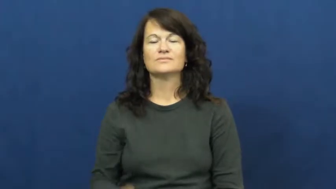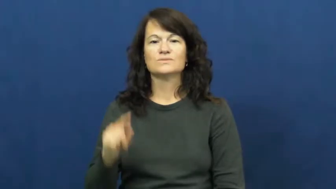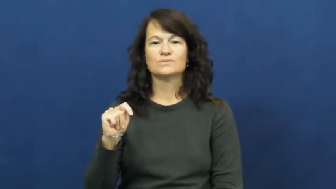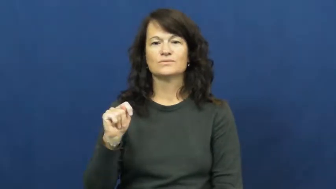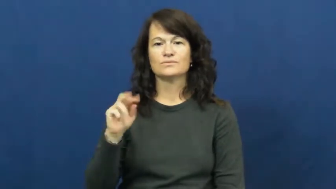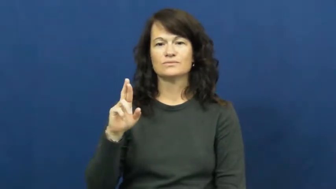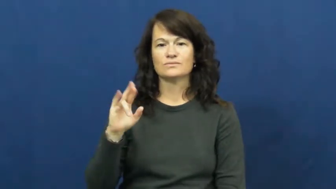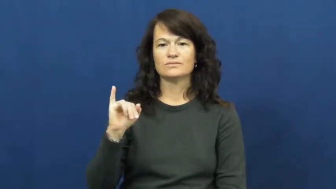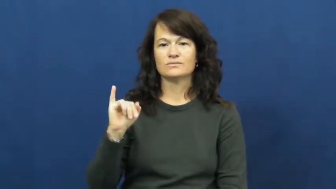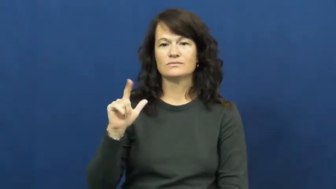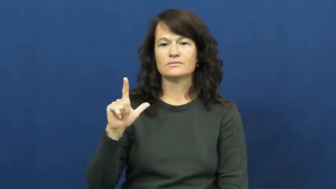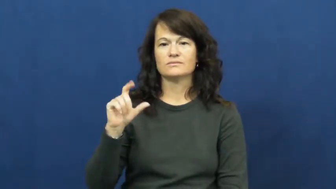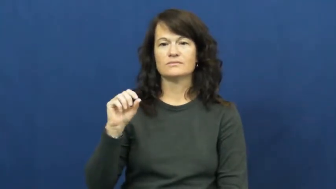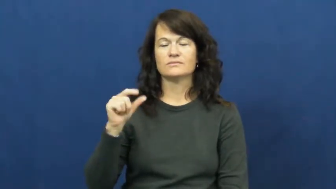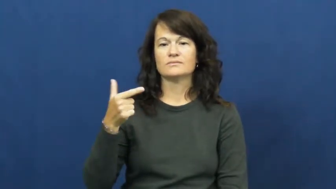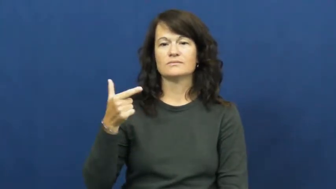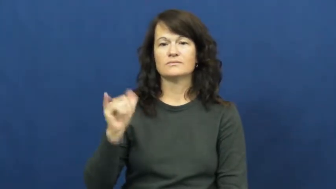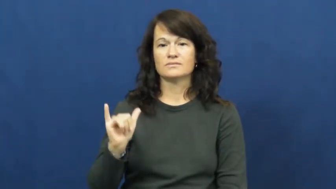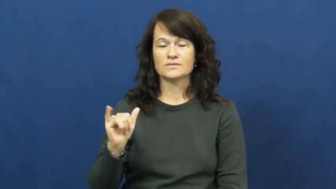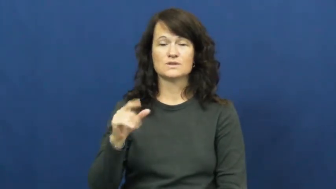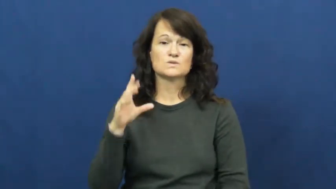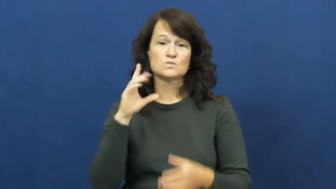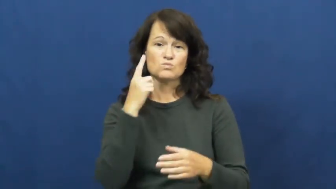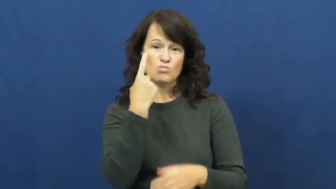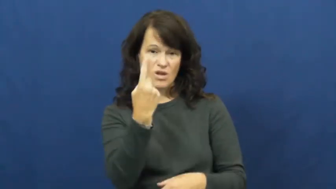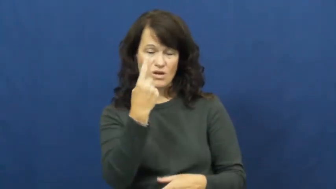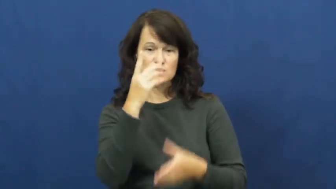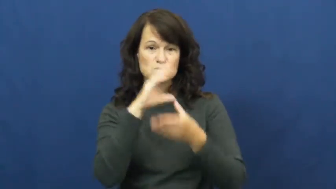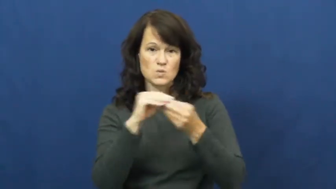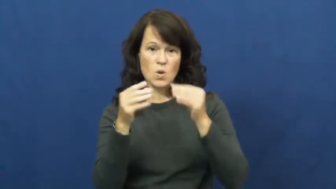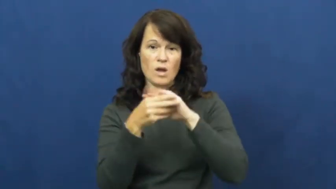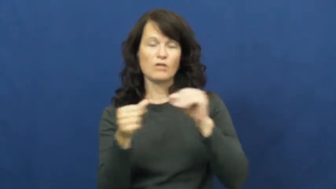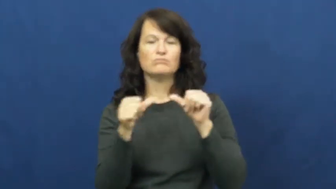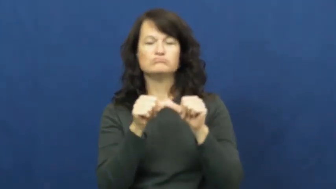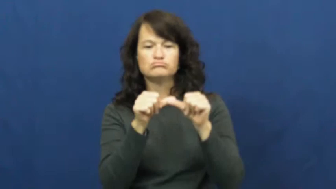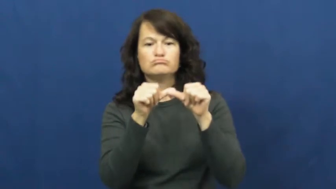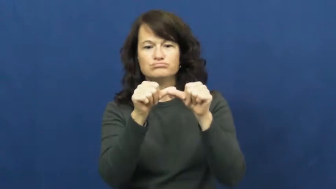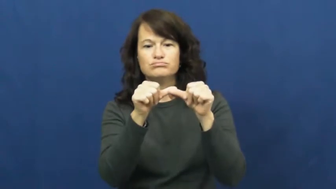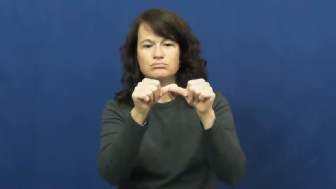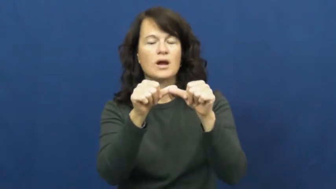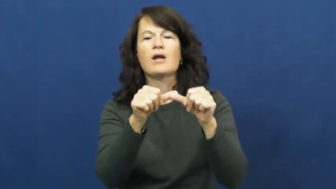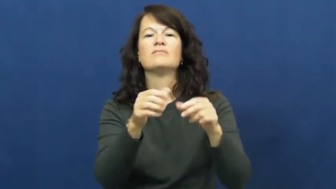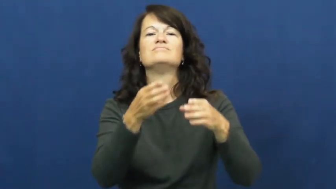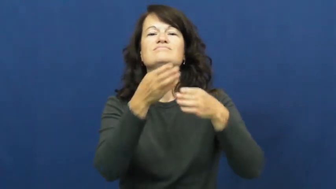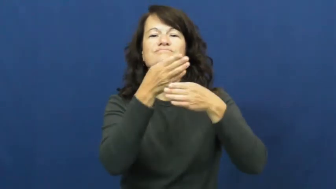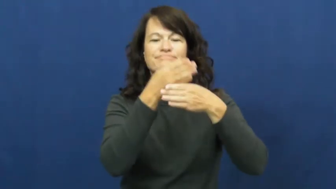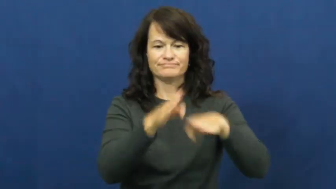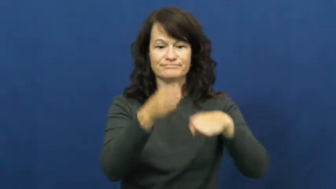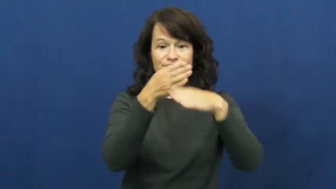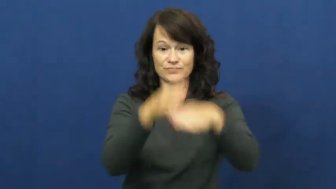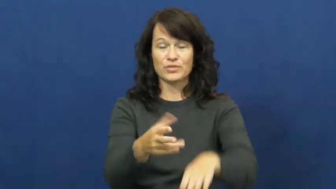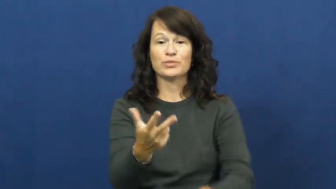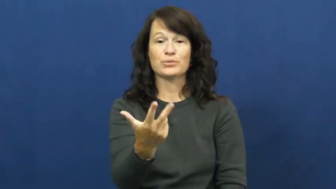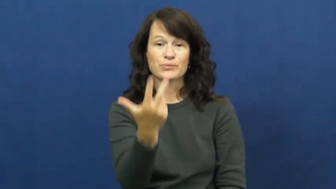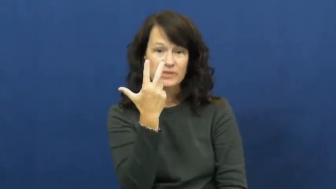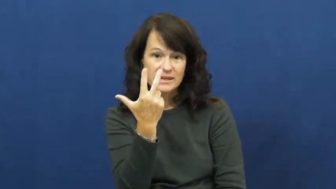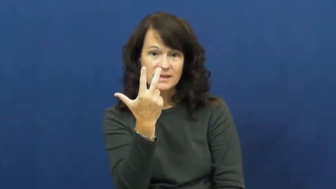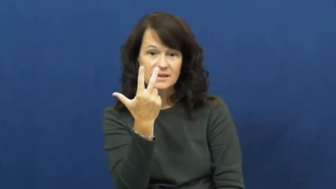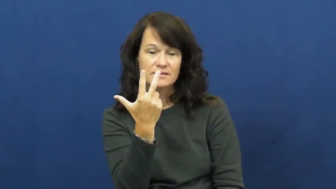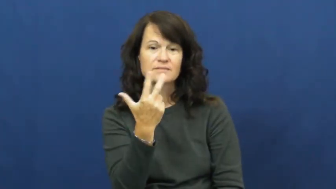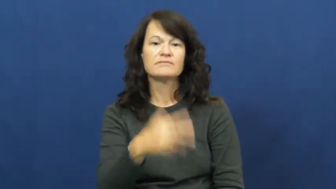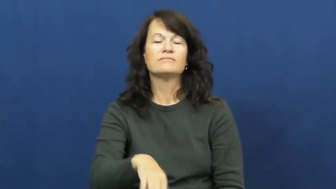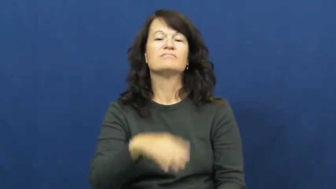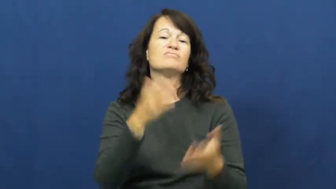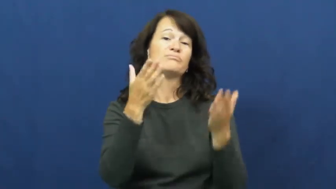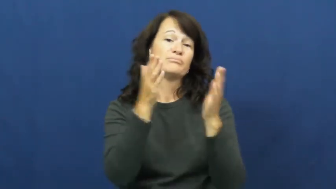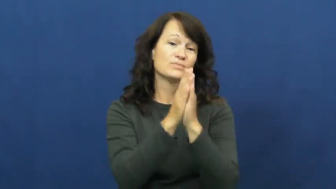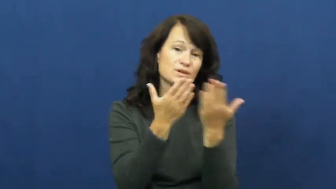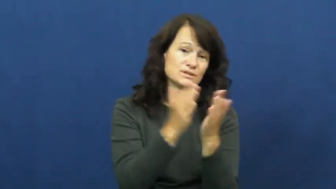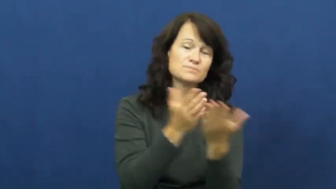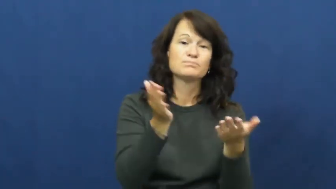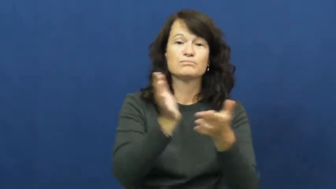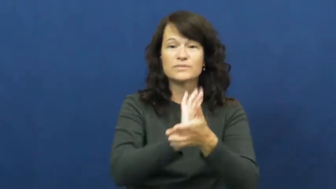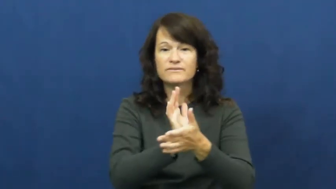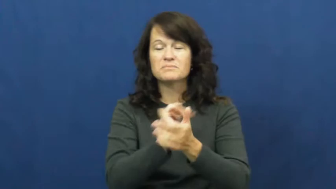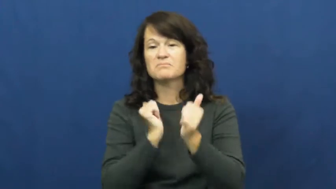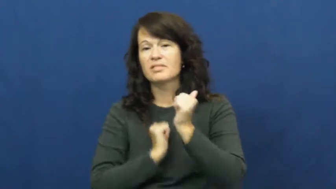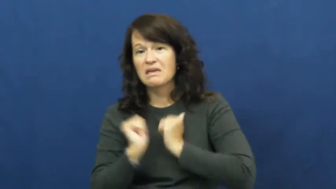trilogy